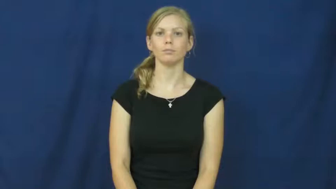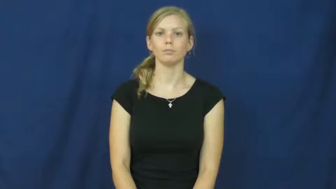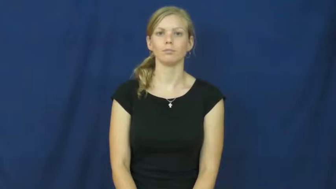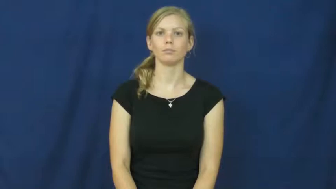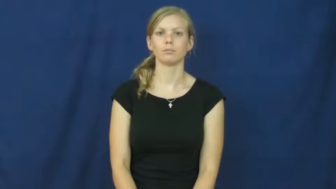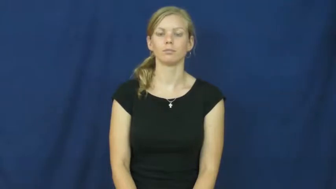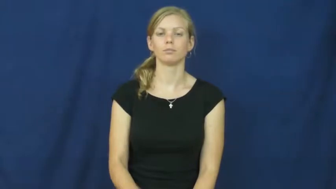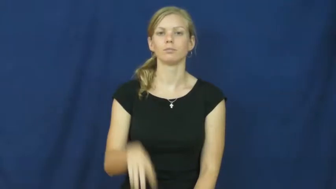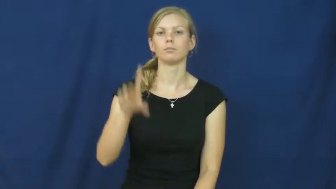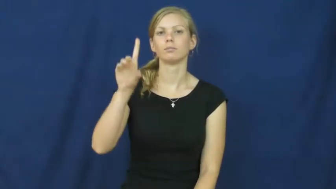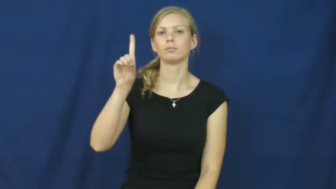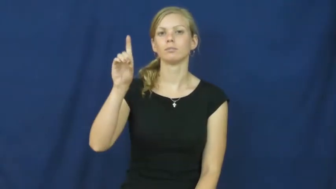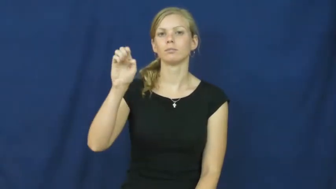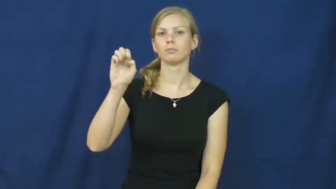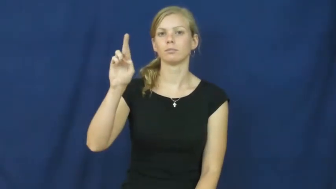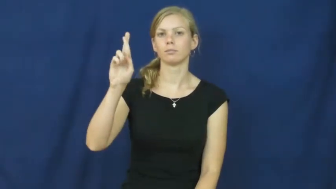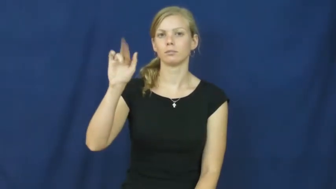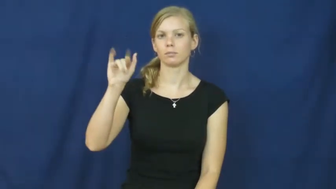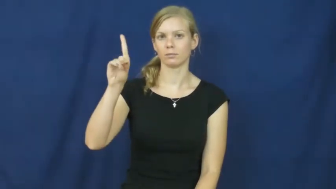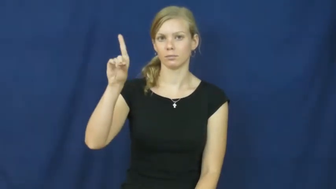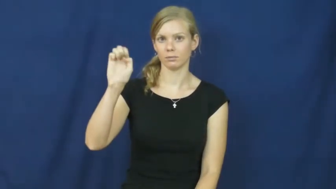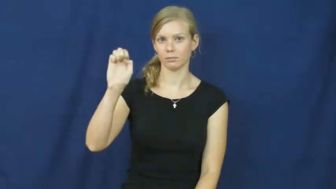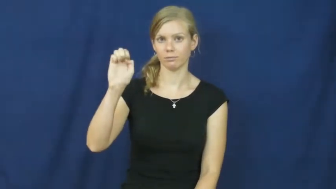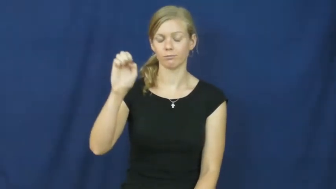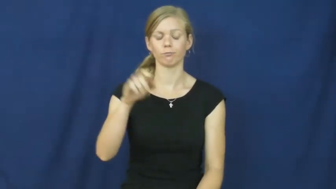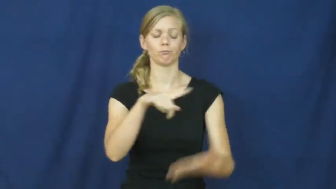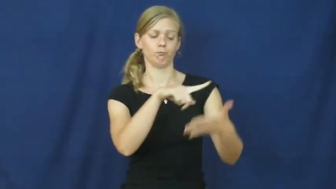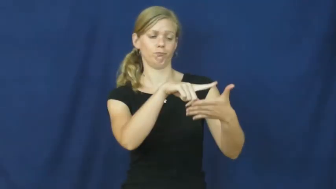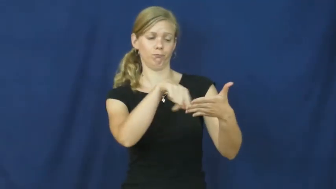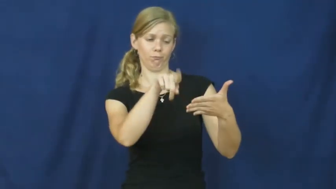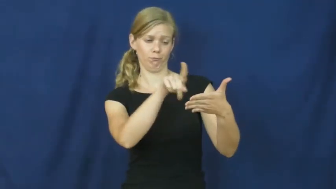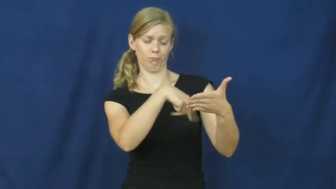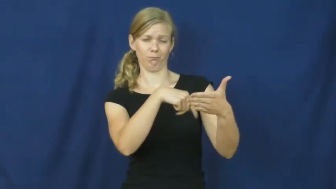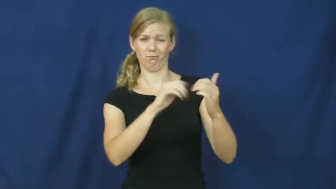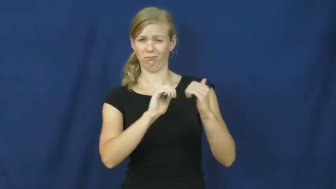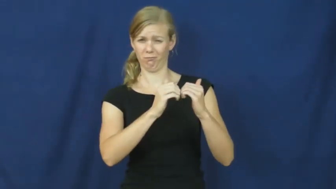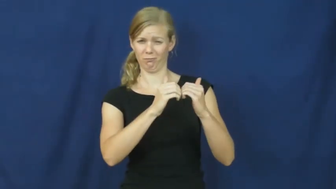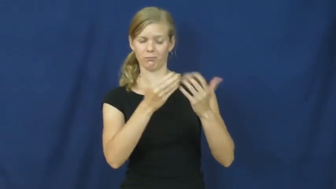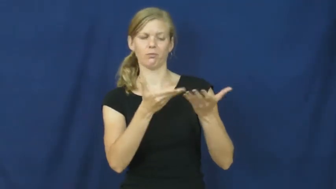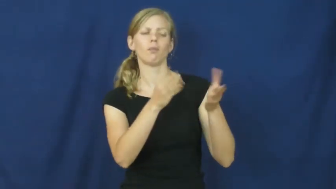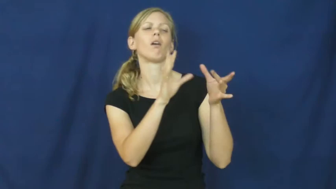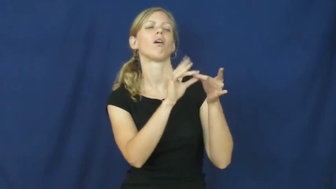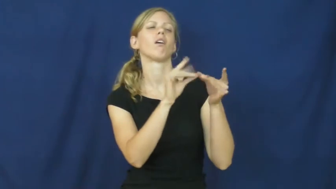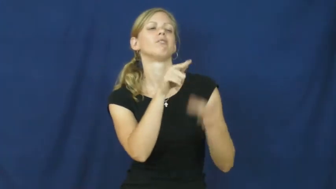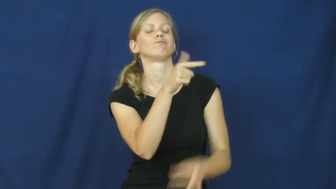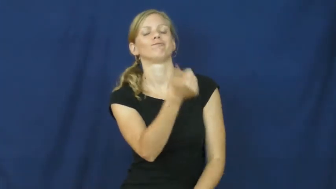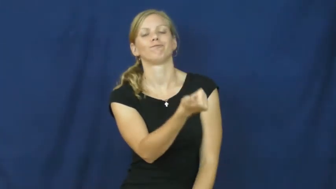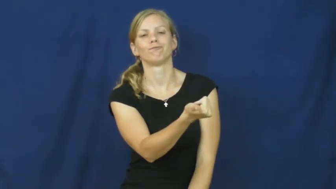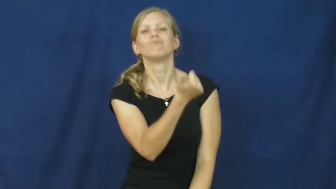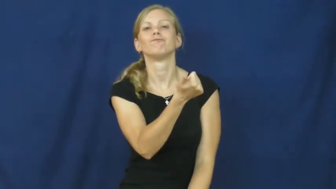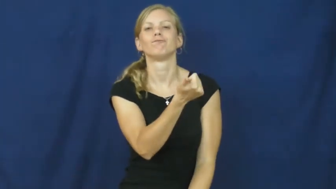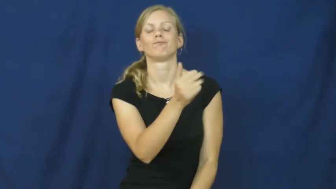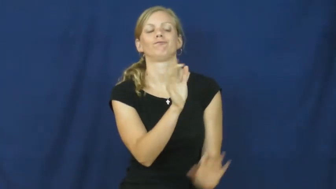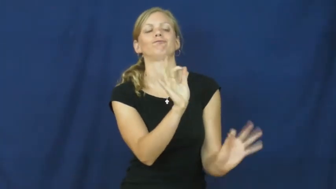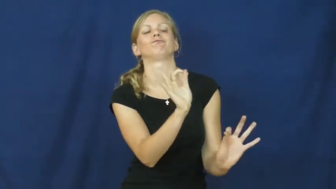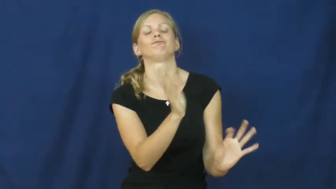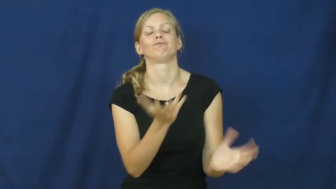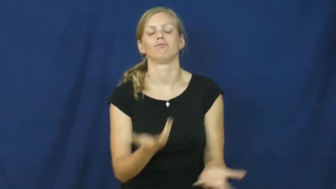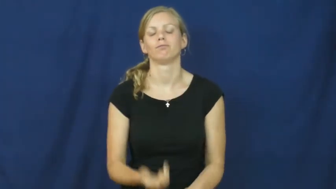deride